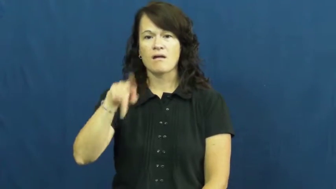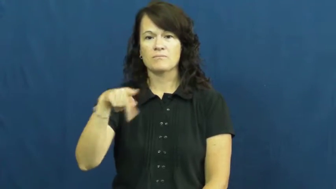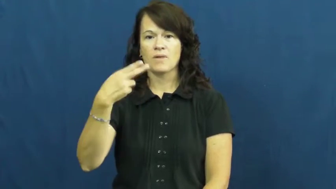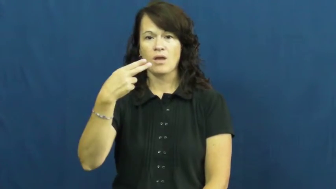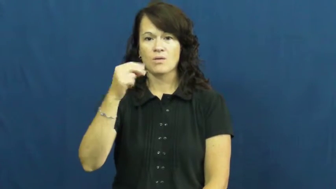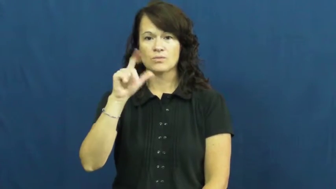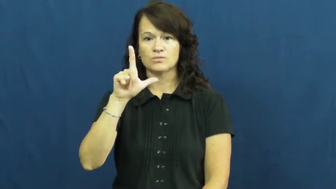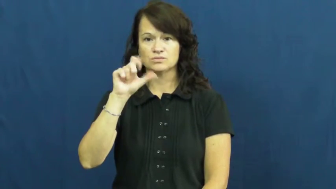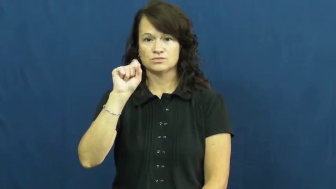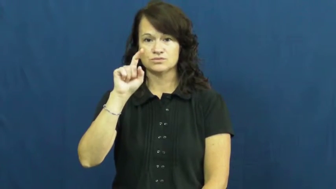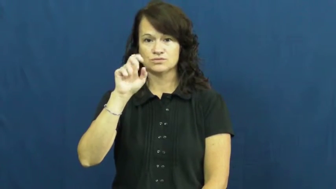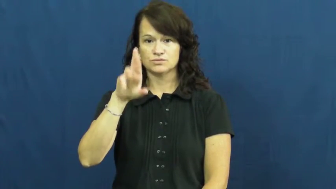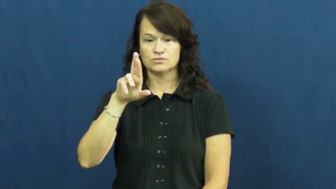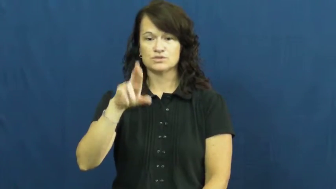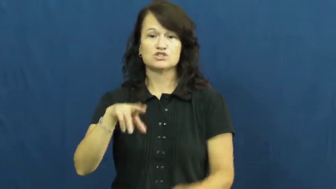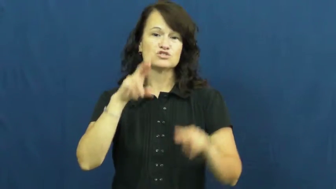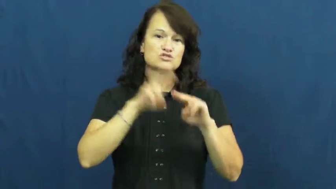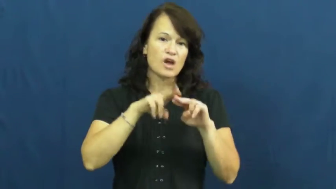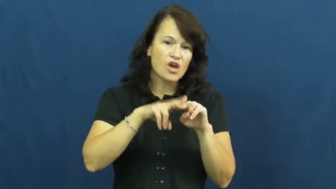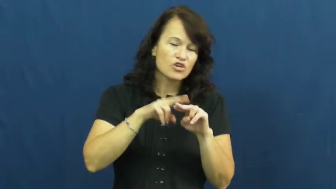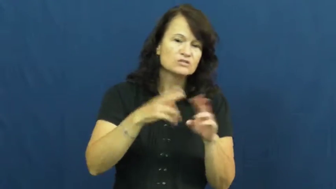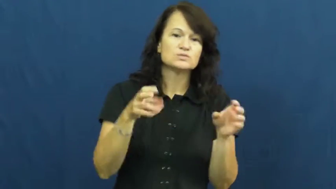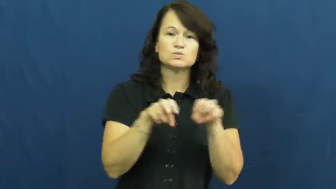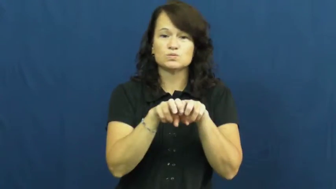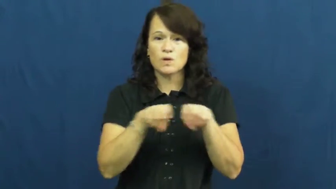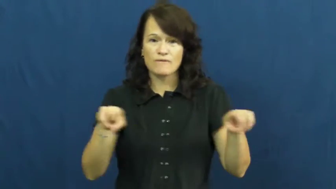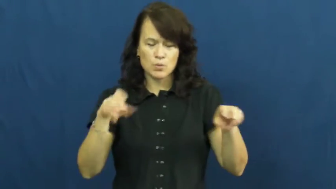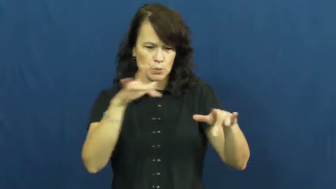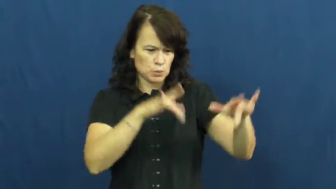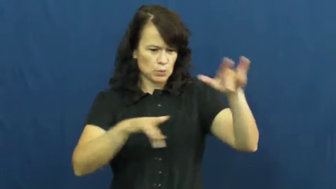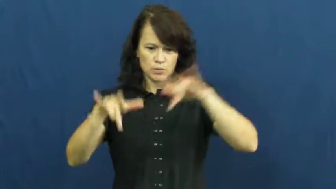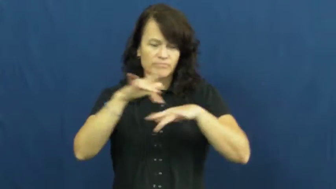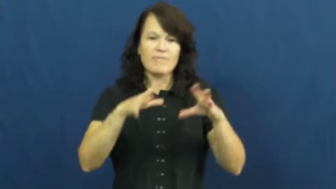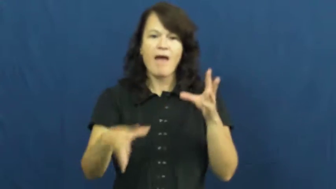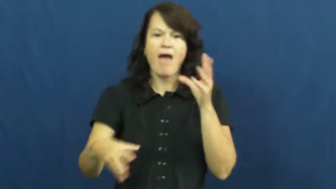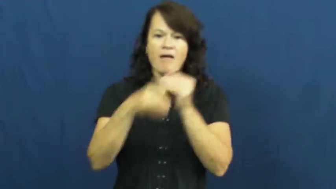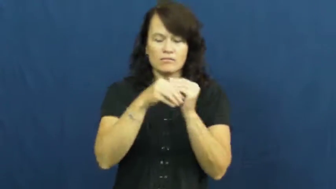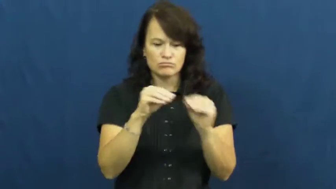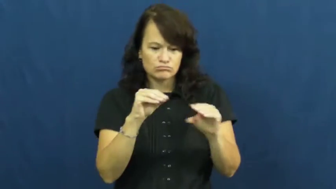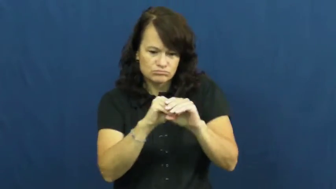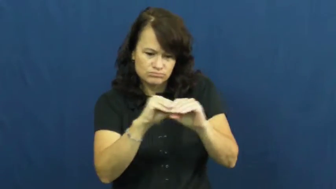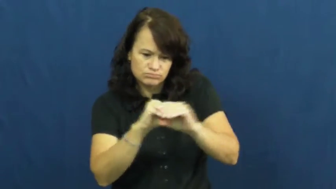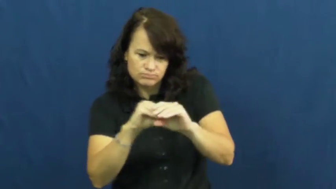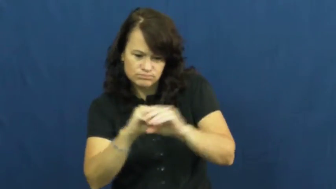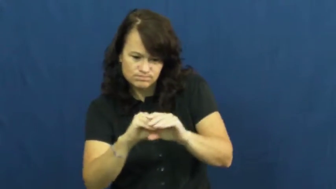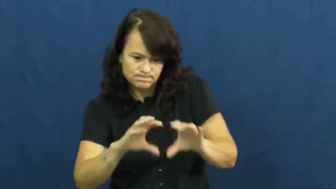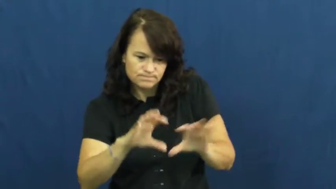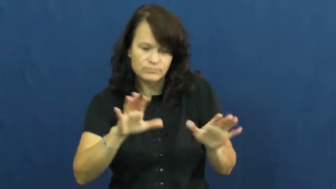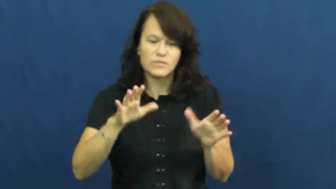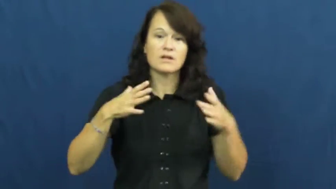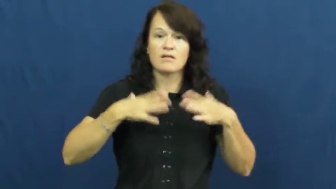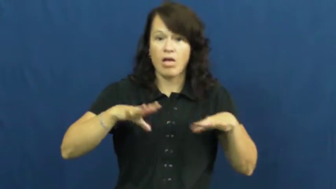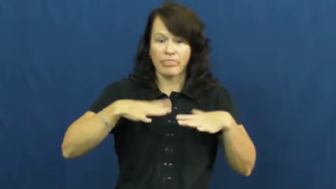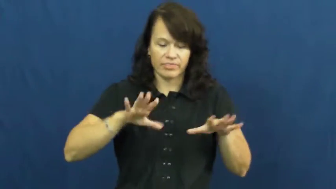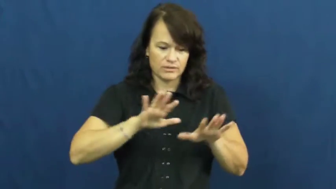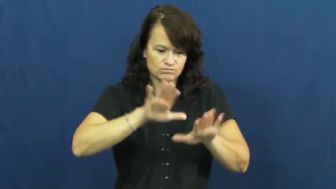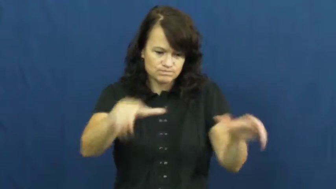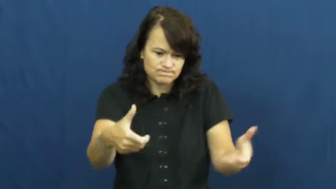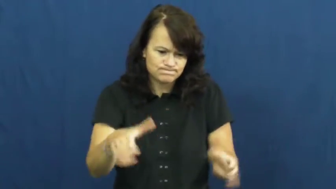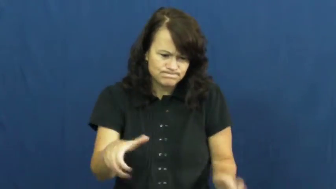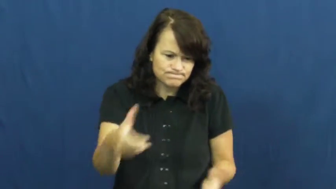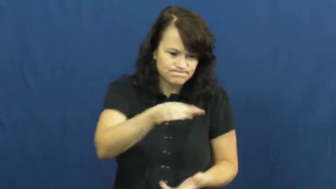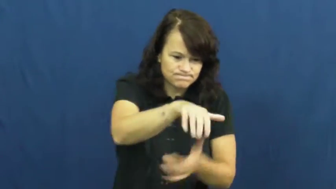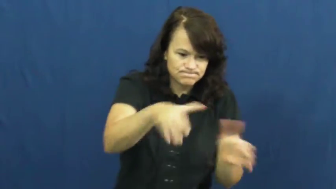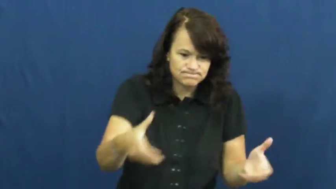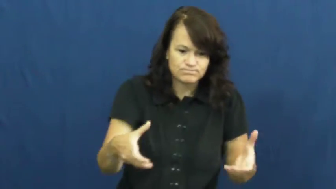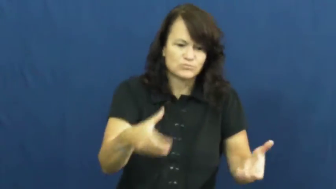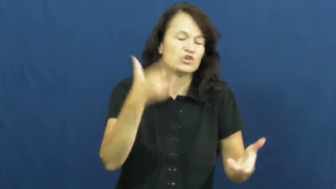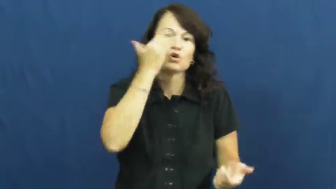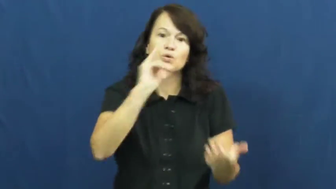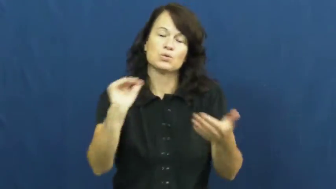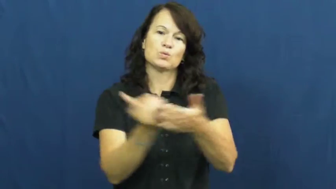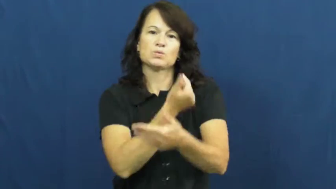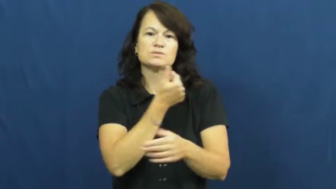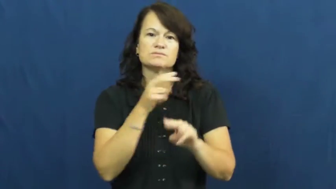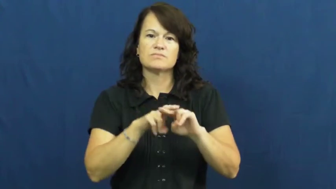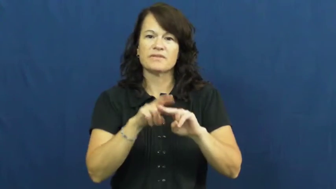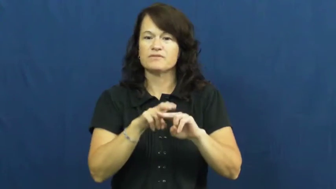upholster